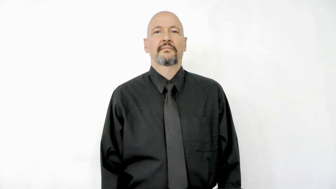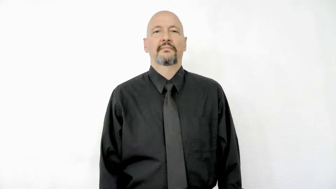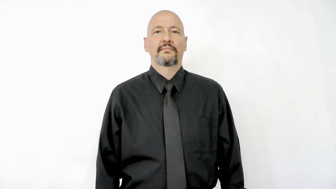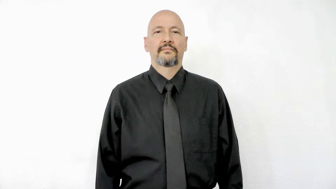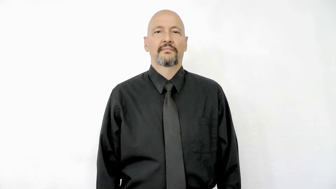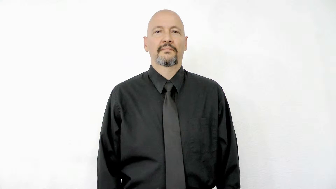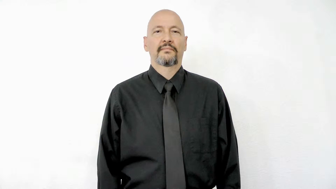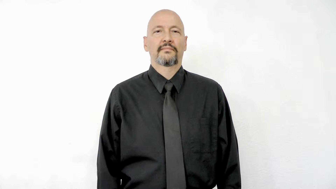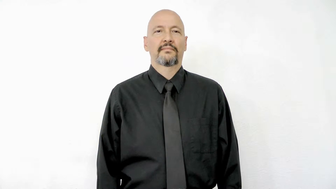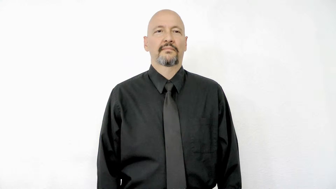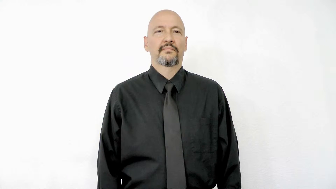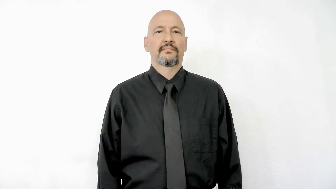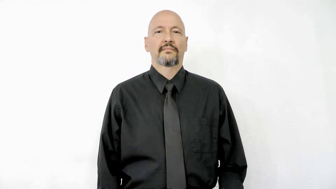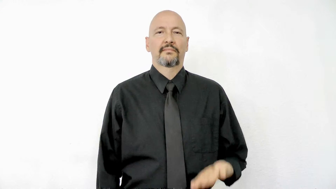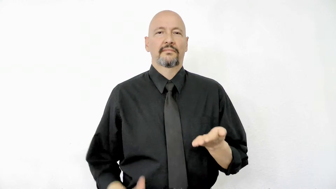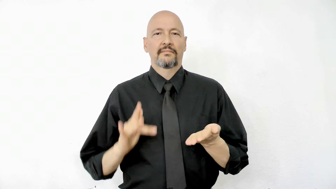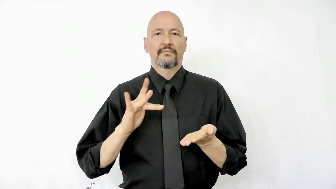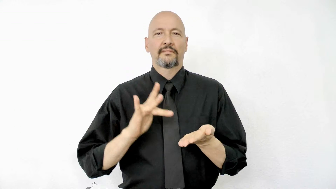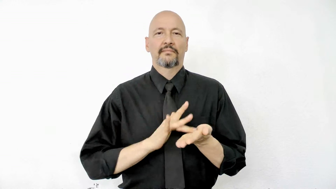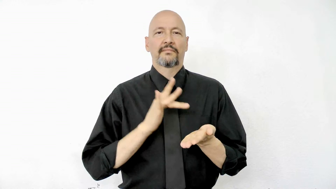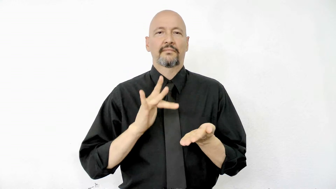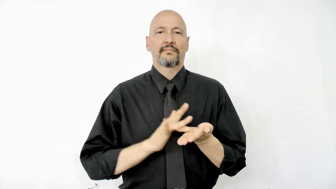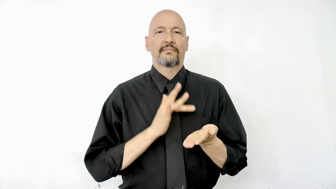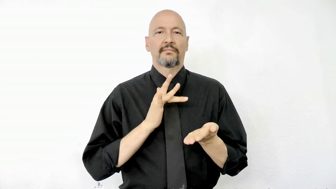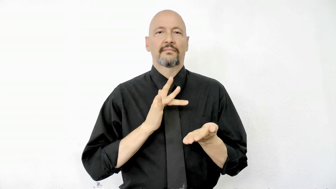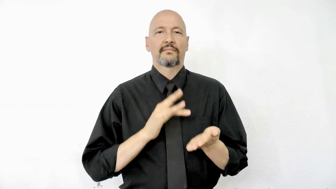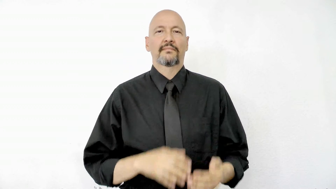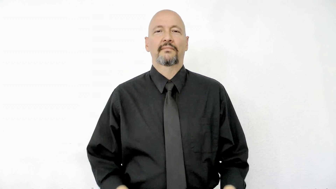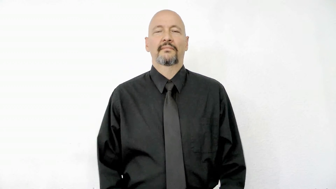phone version 3